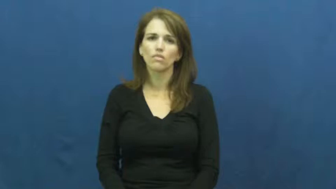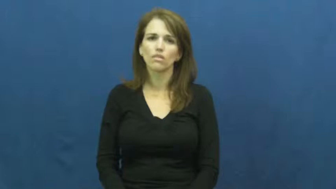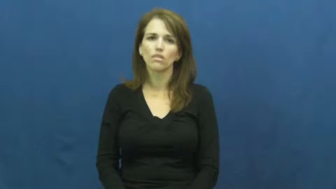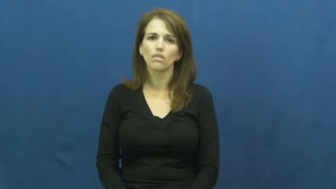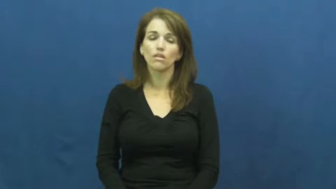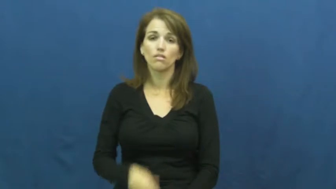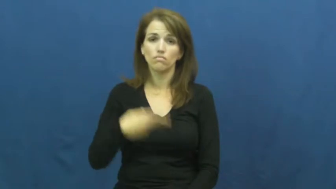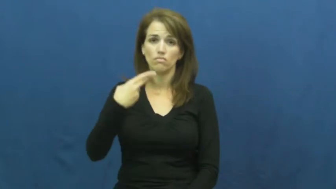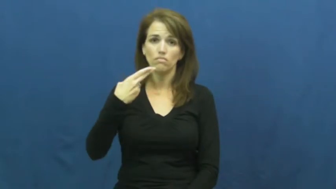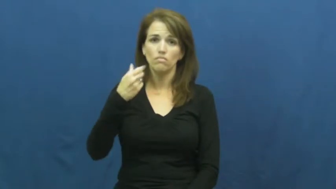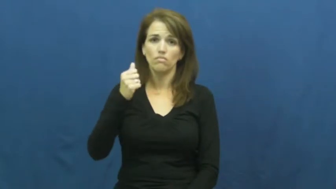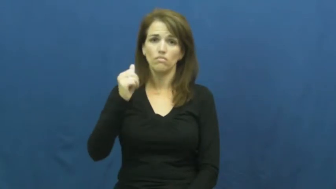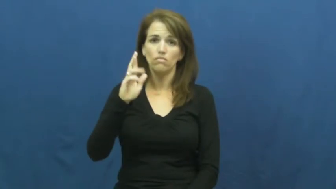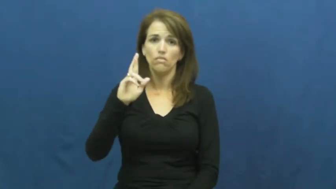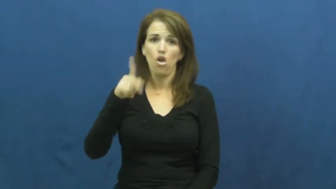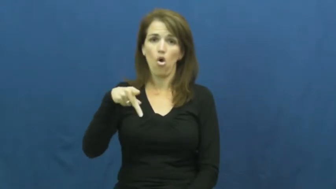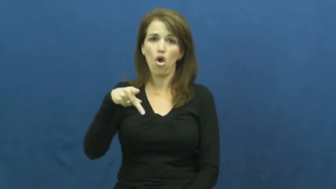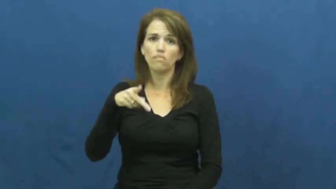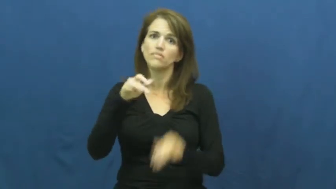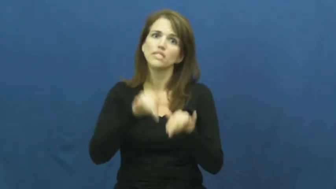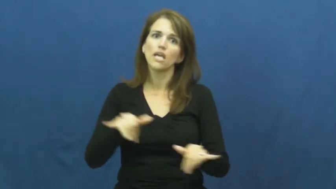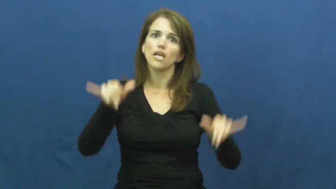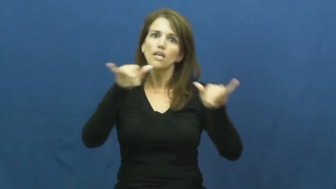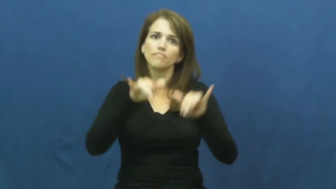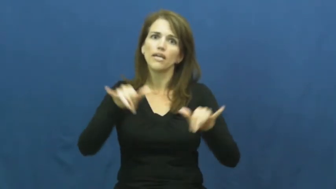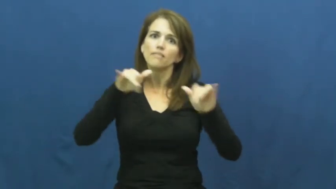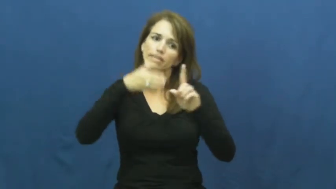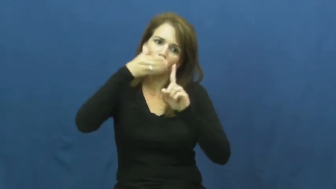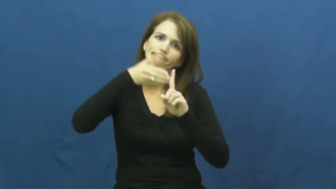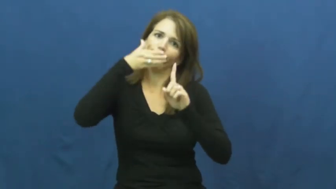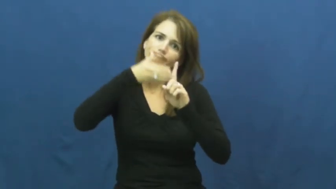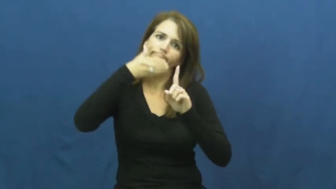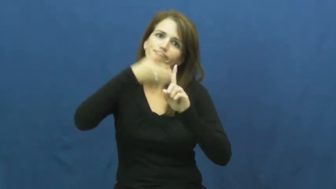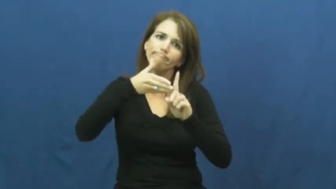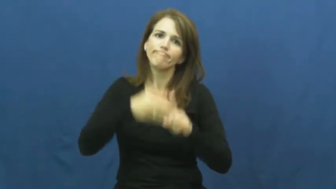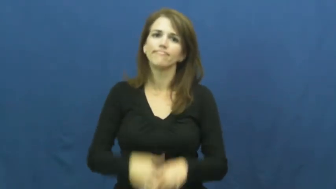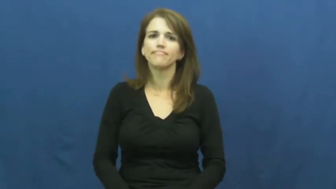harp-again